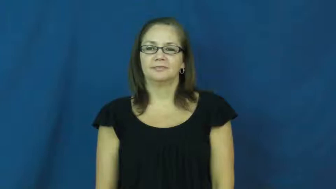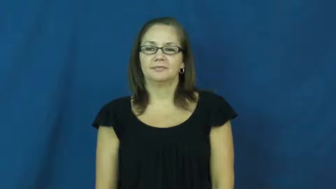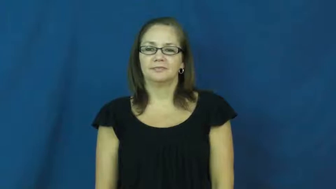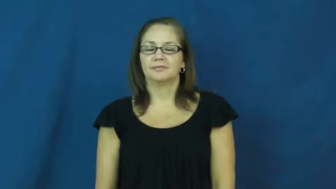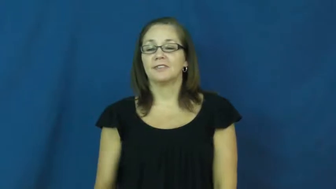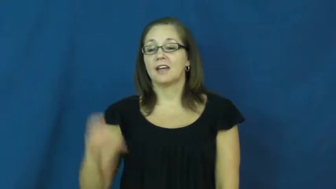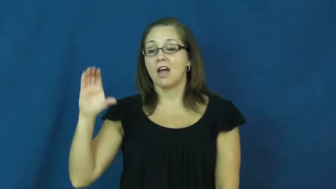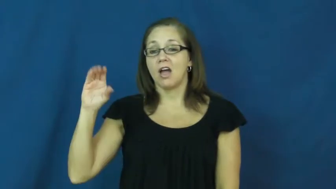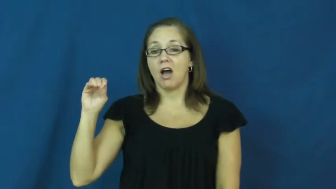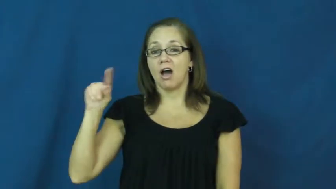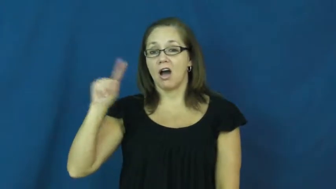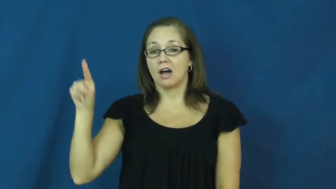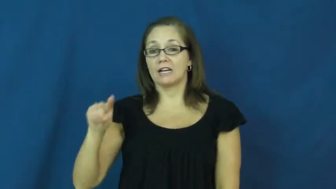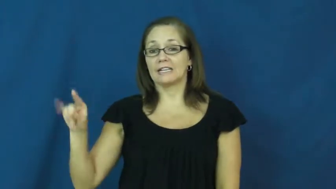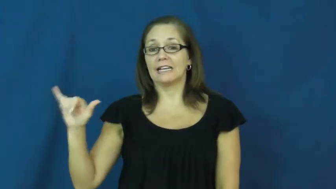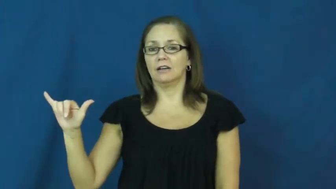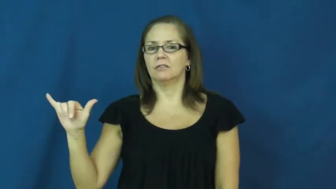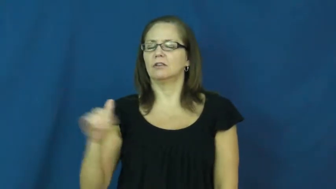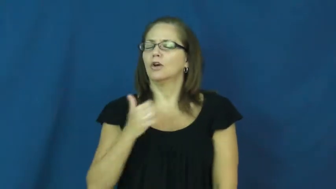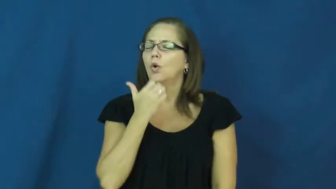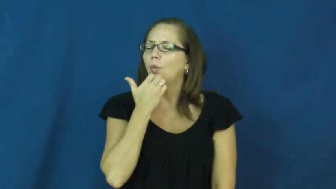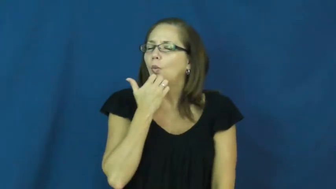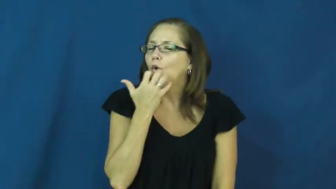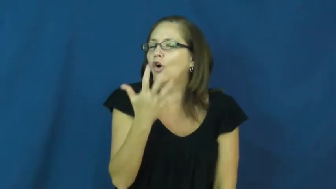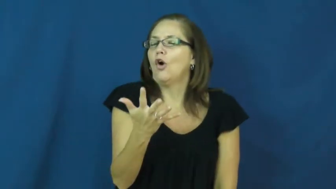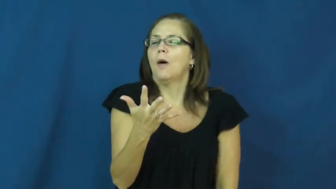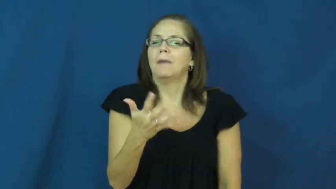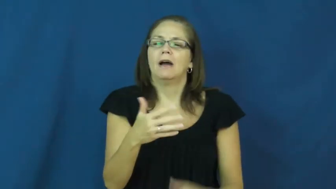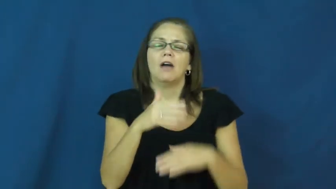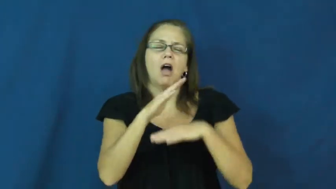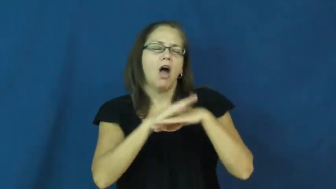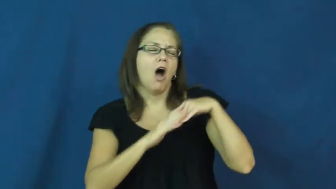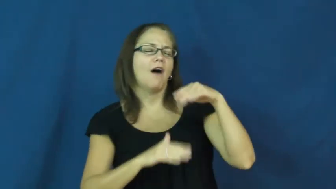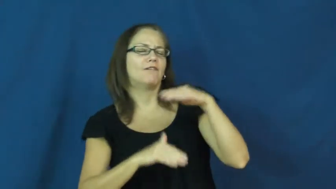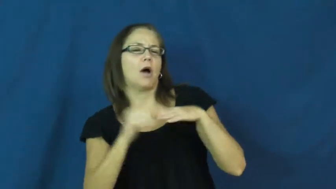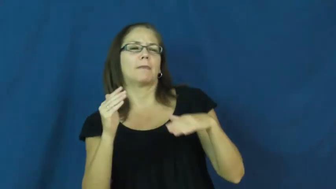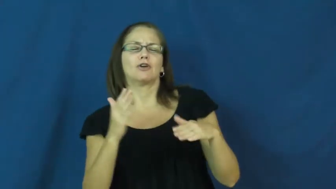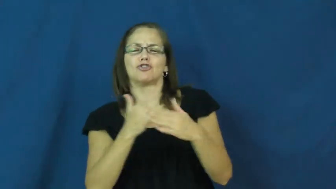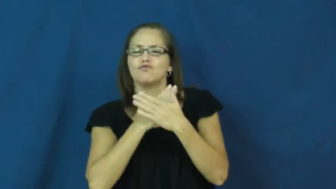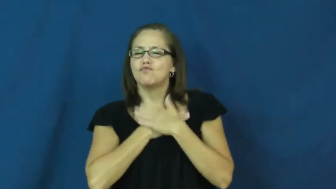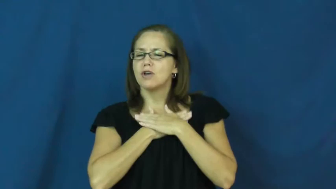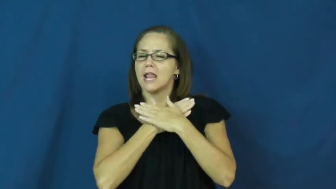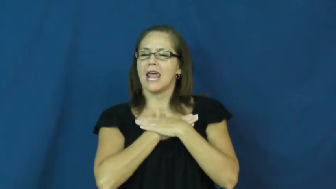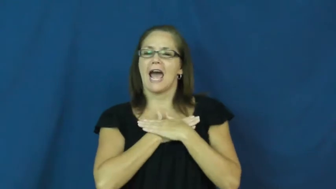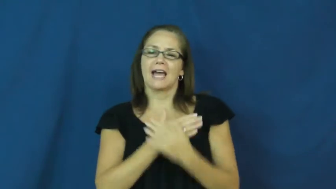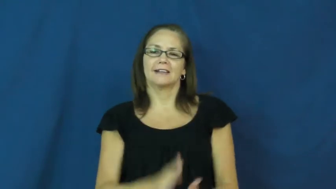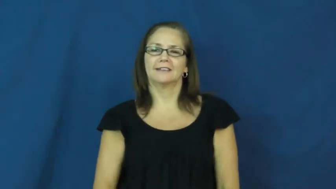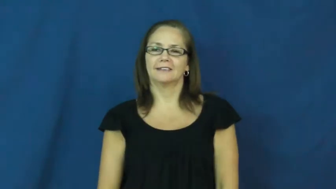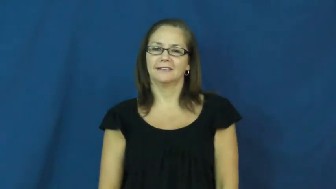cozy